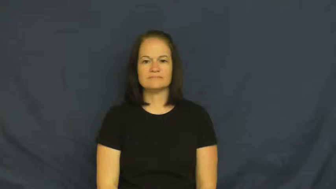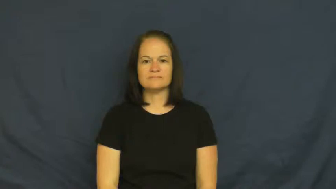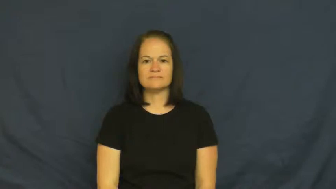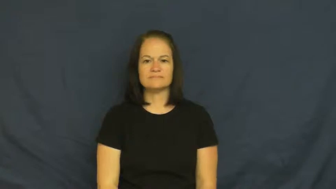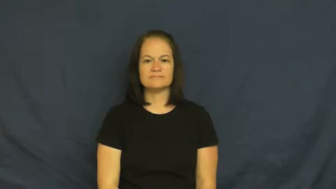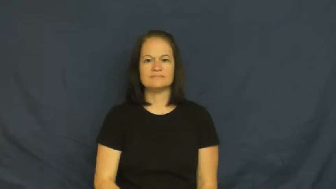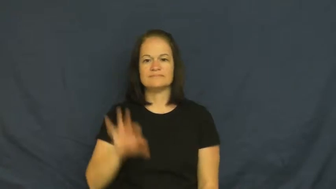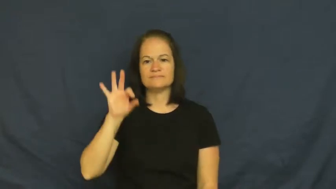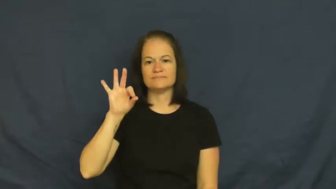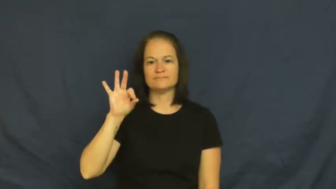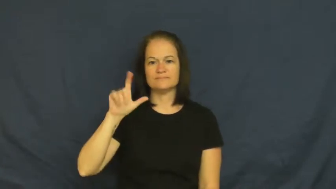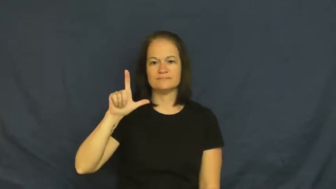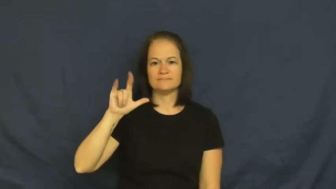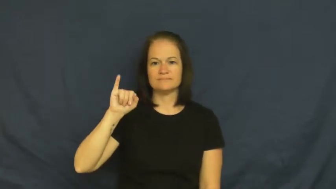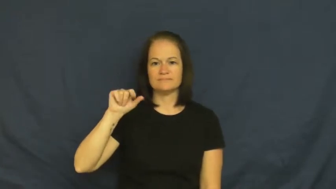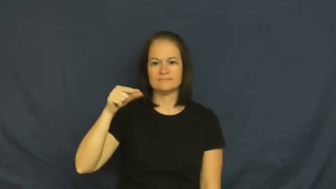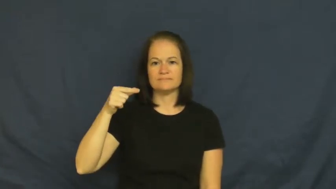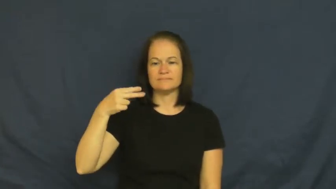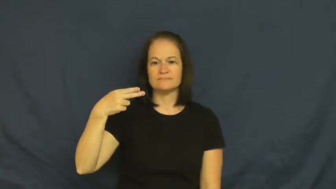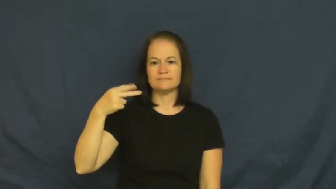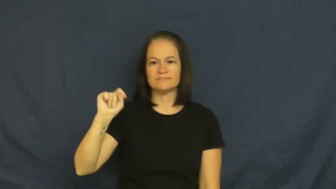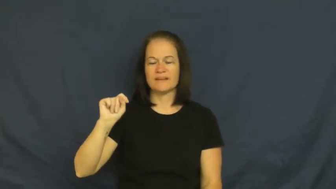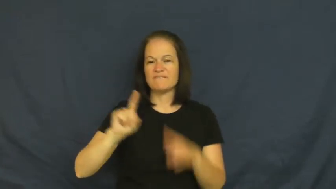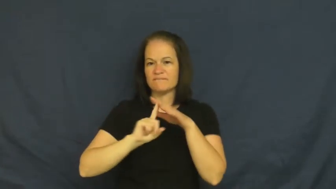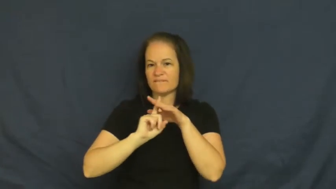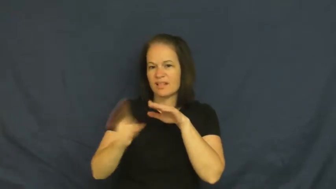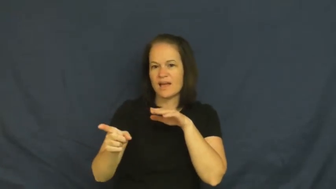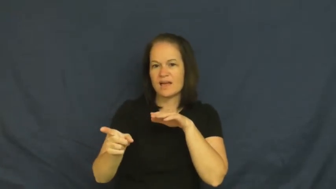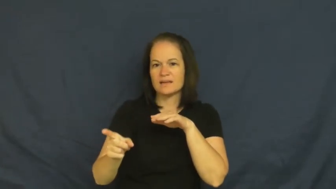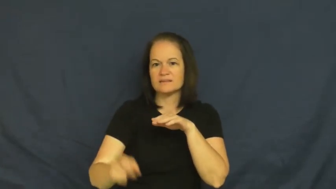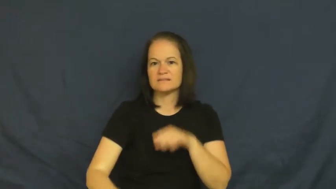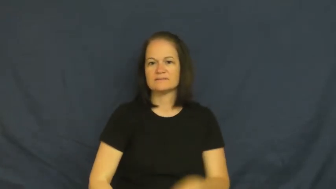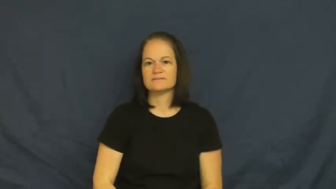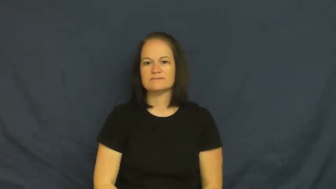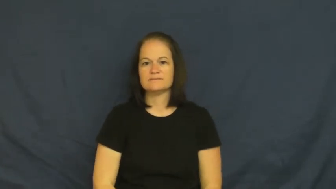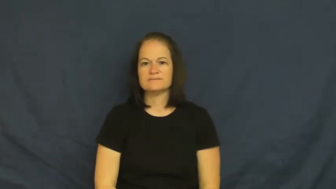flight-flee